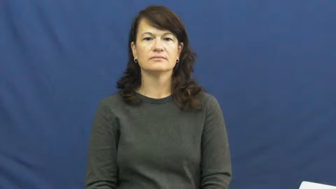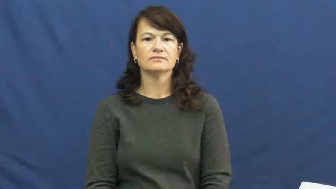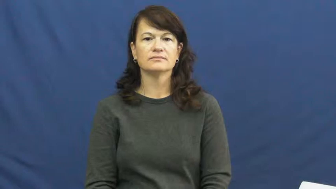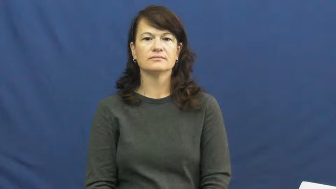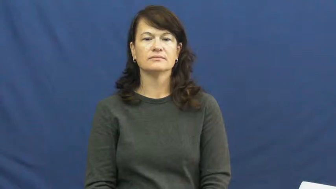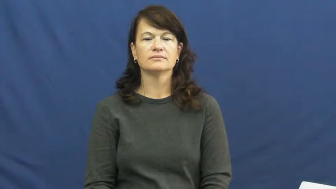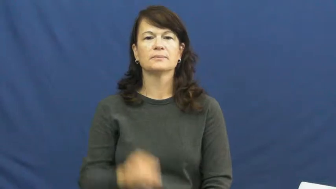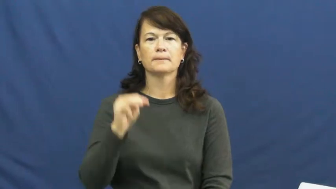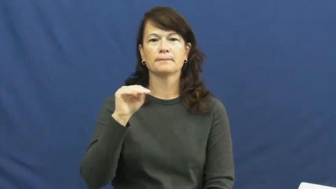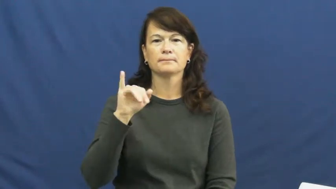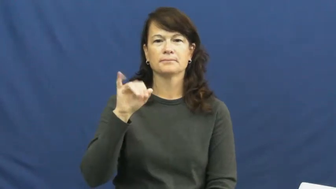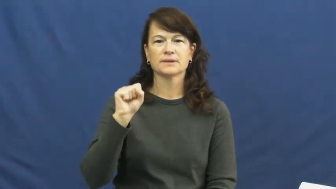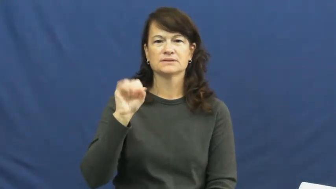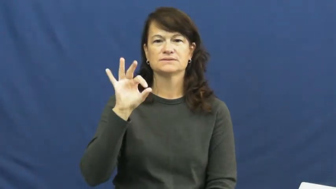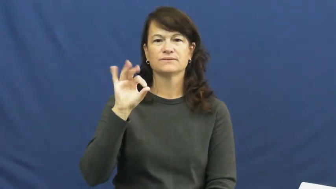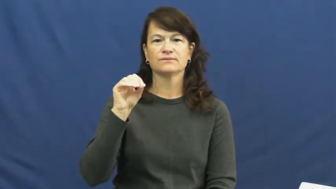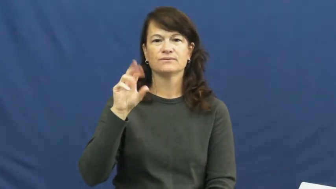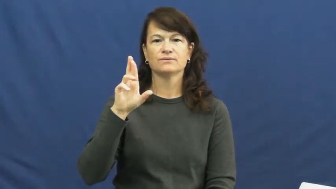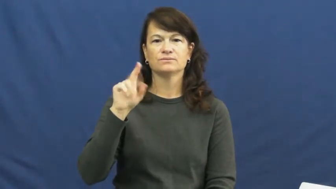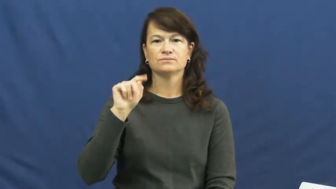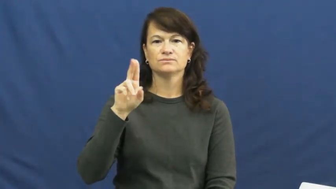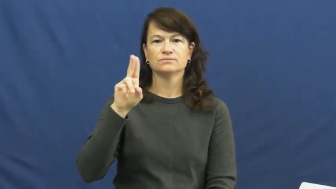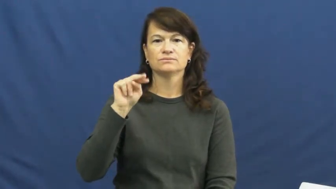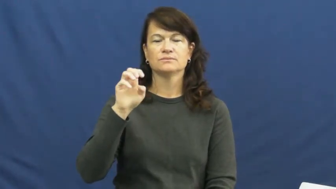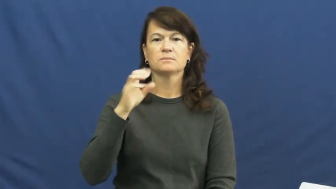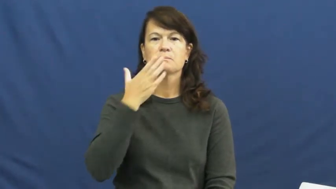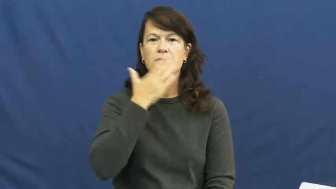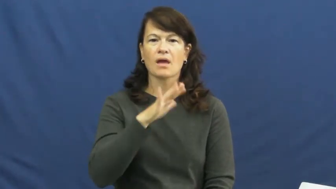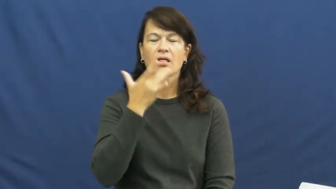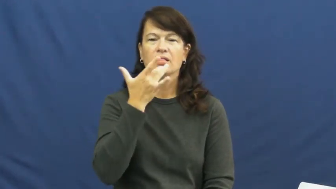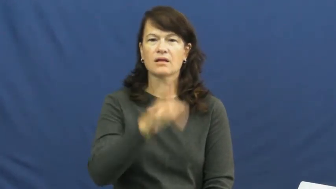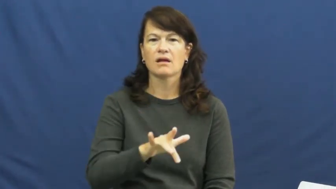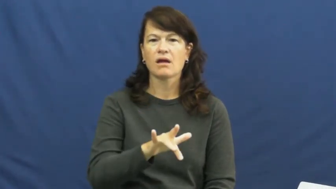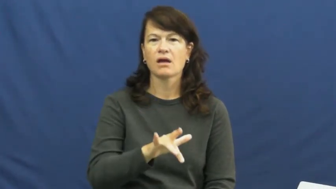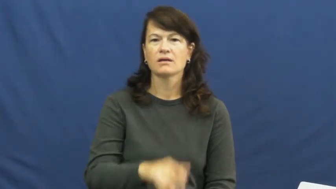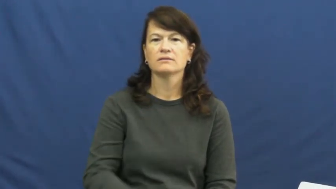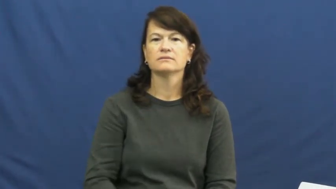misfortune